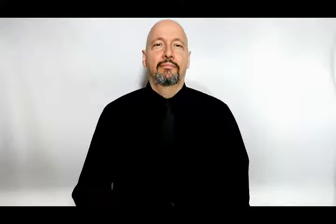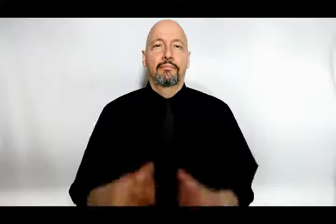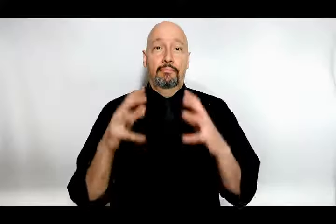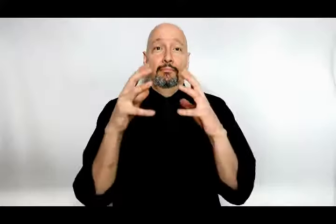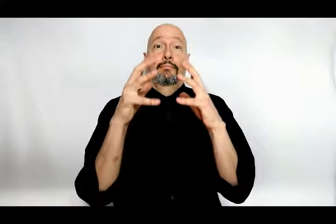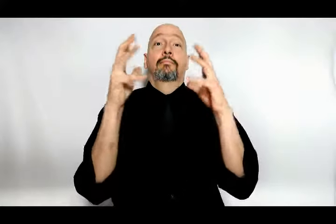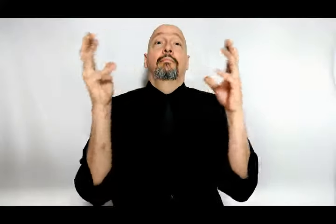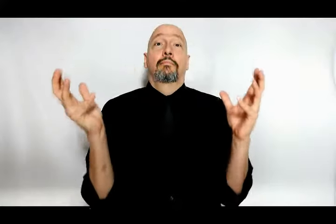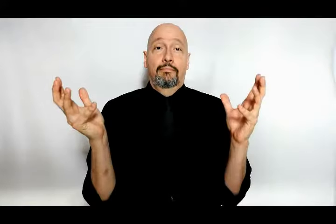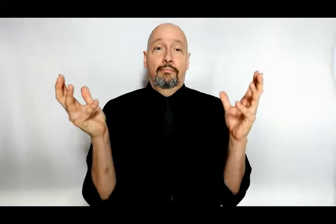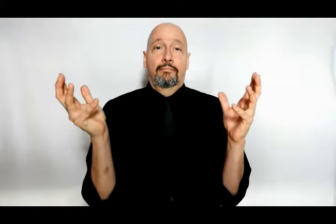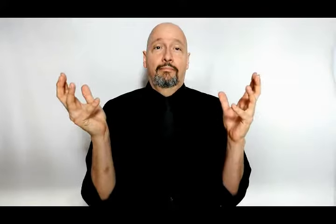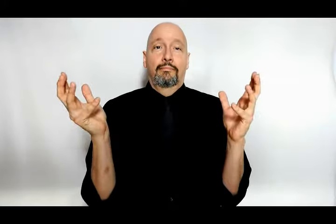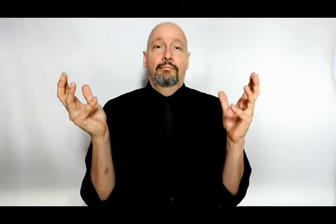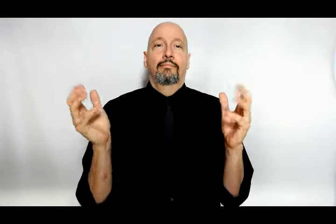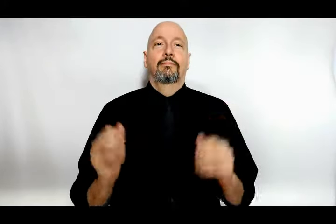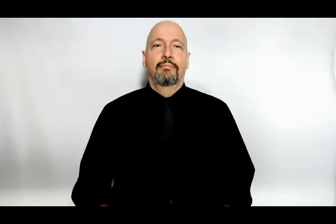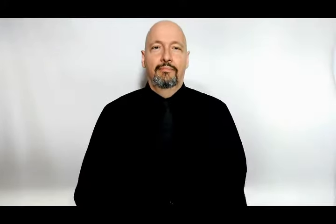a lot